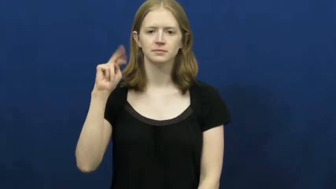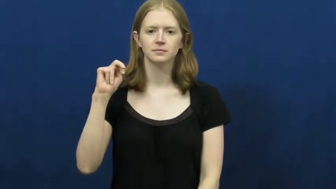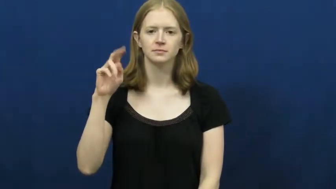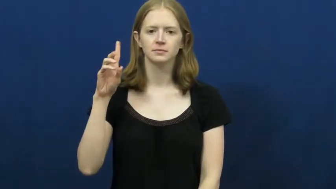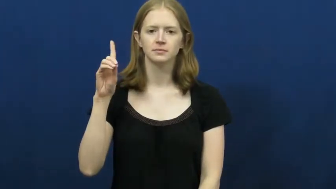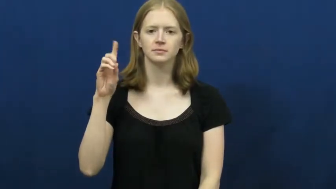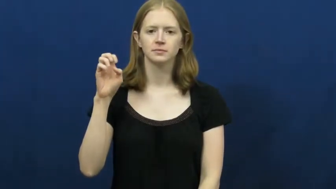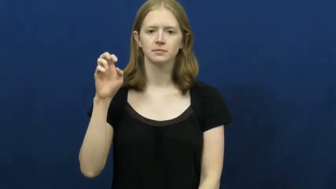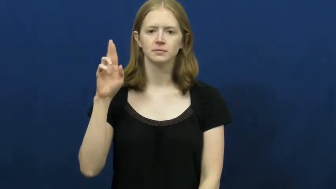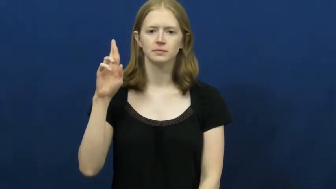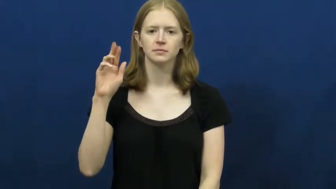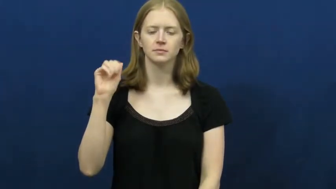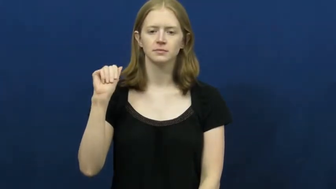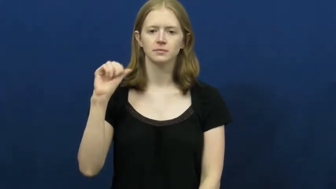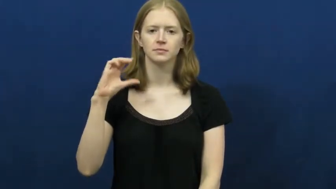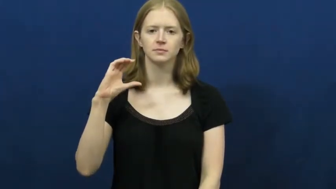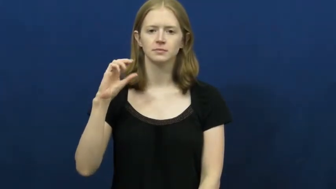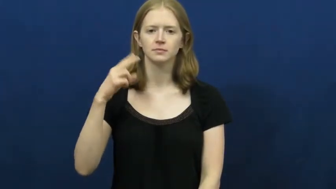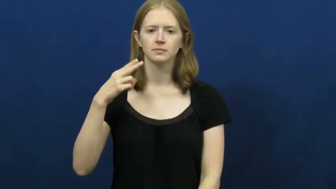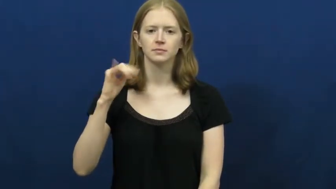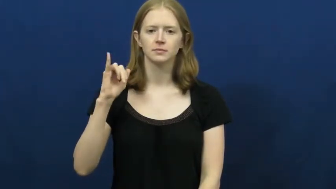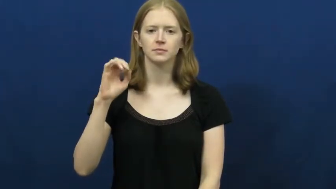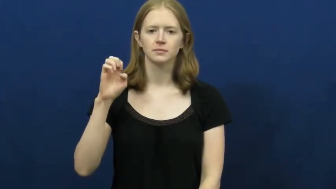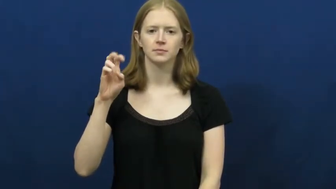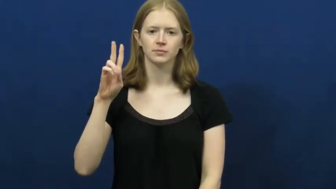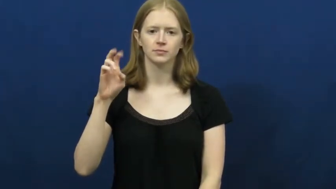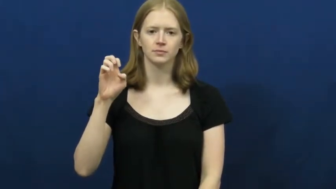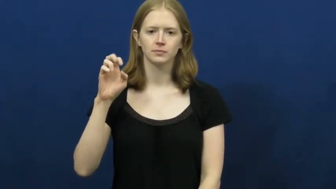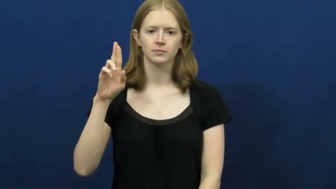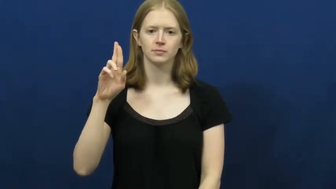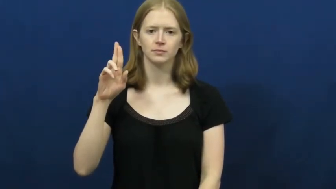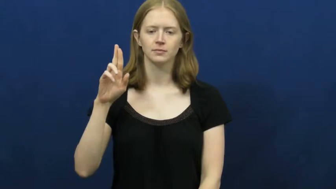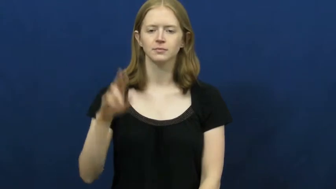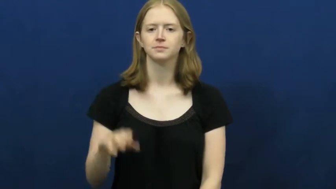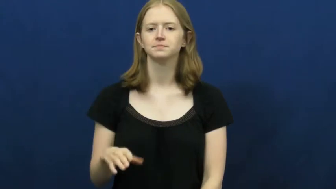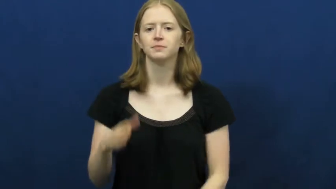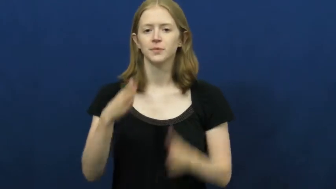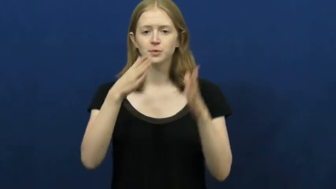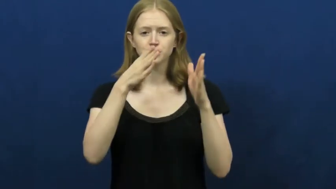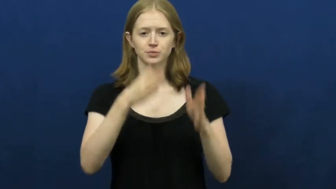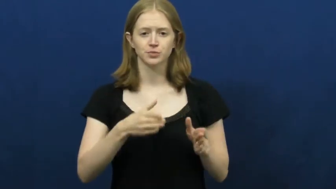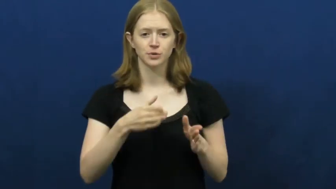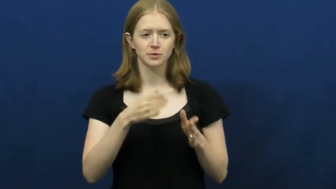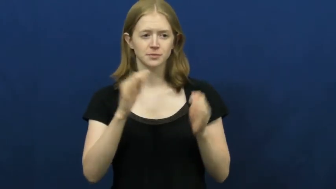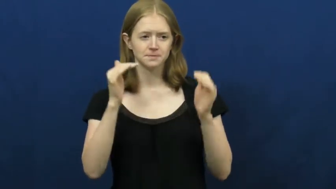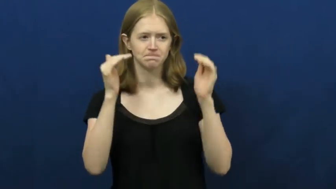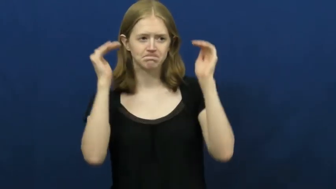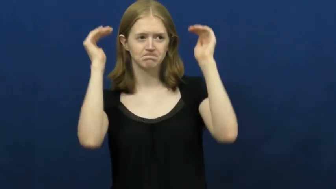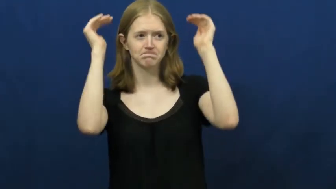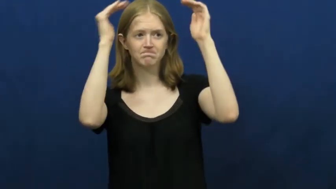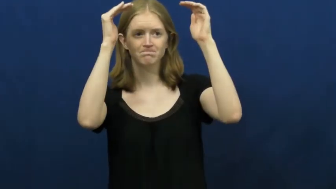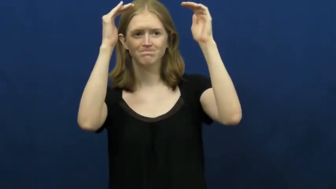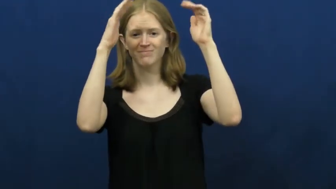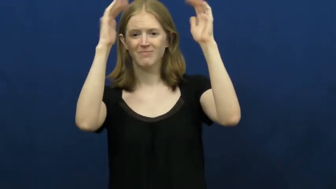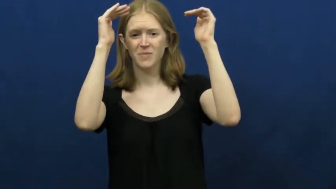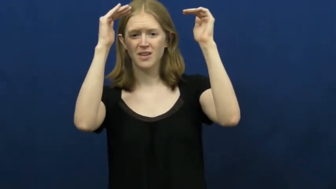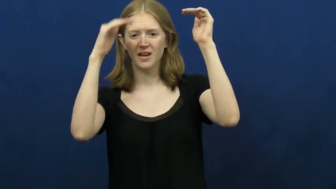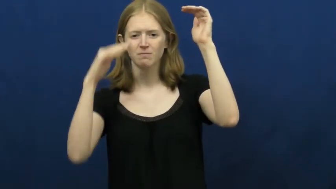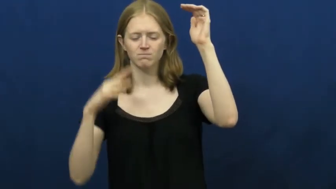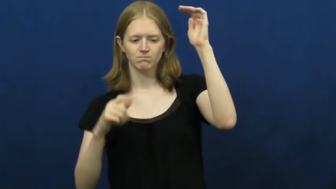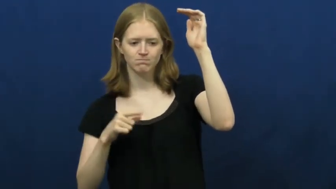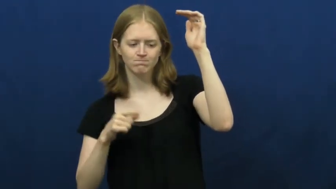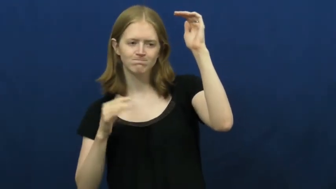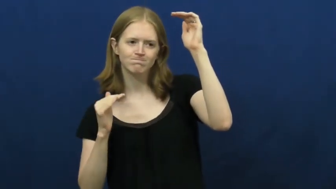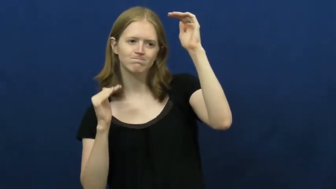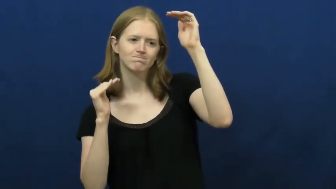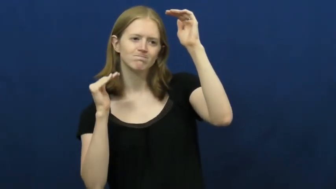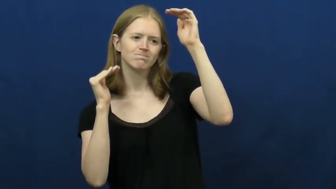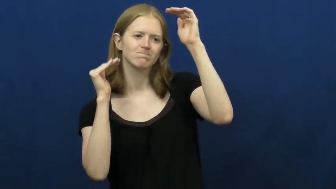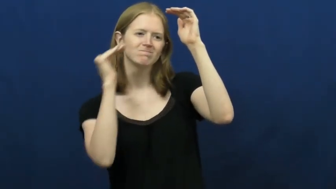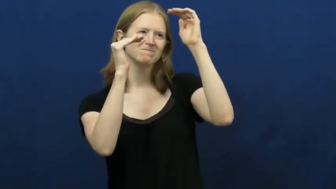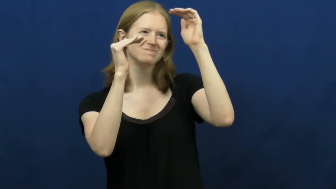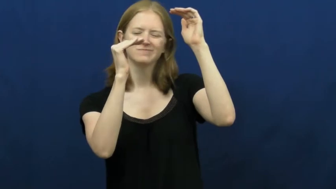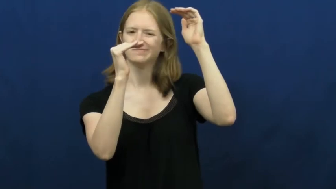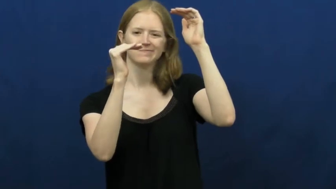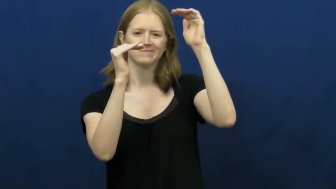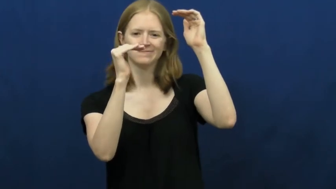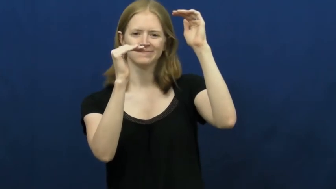underachiever